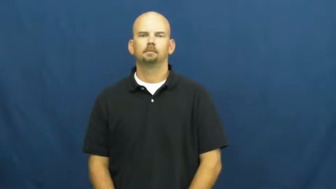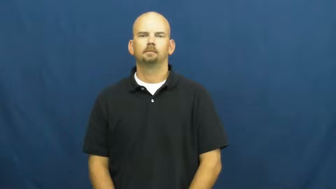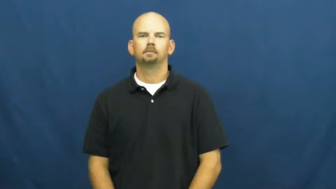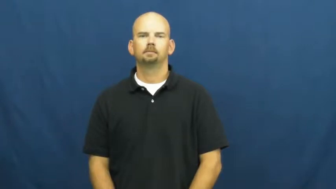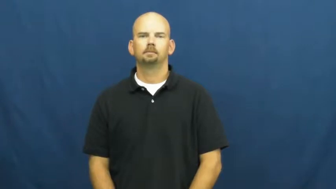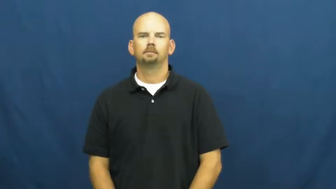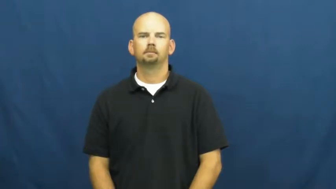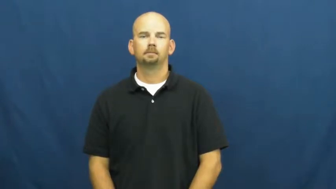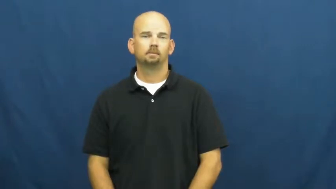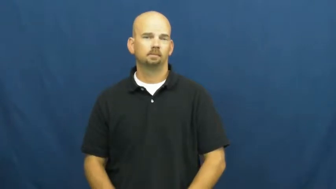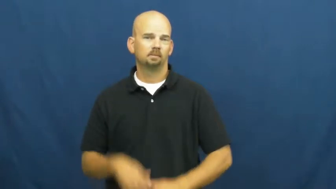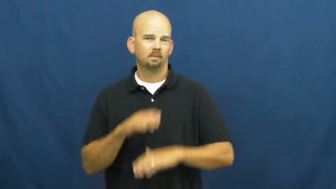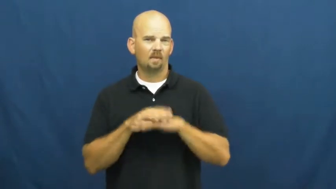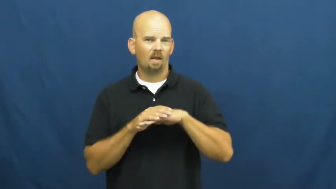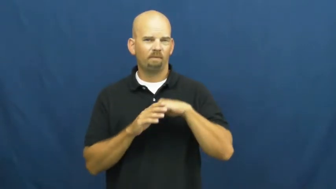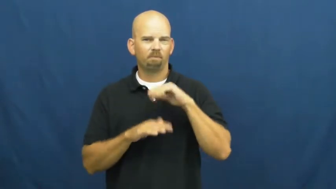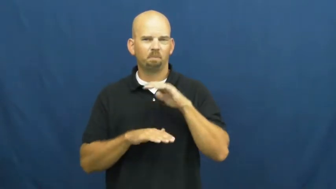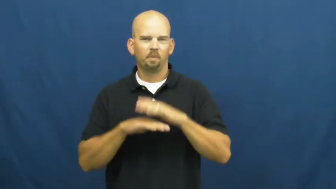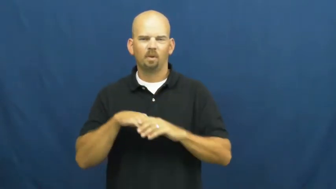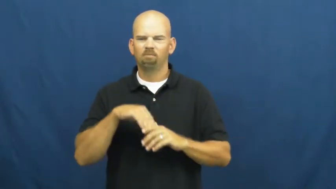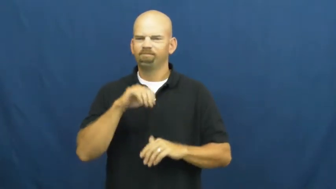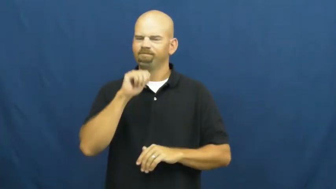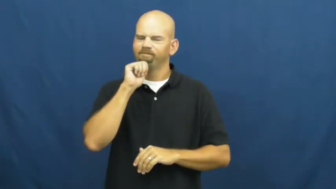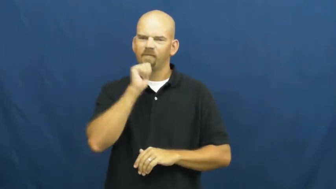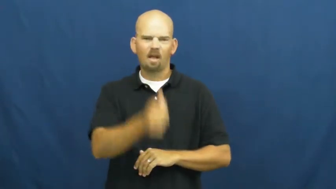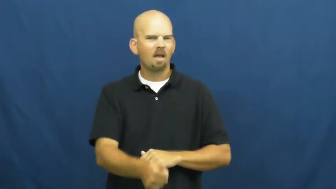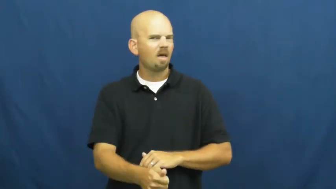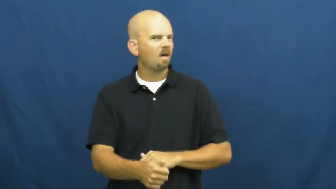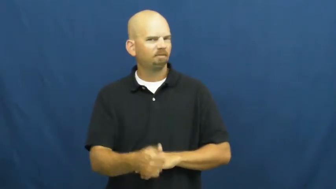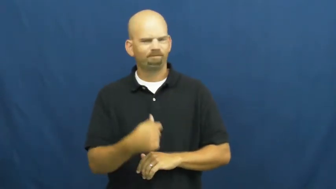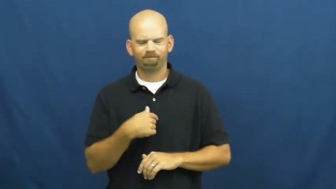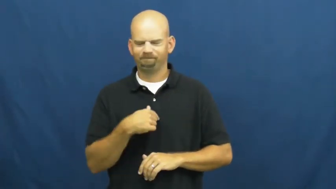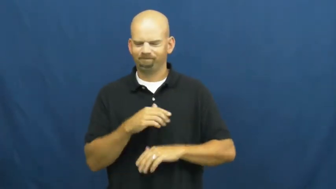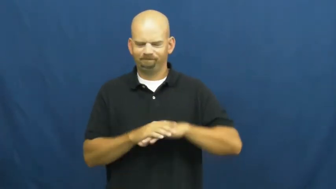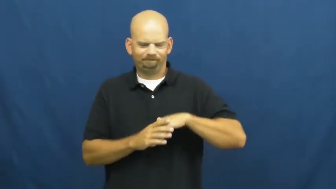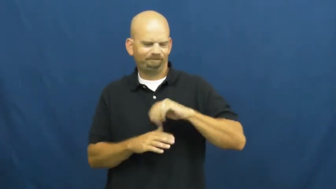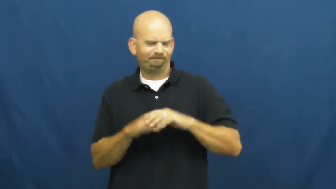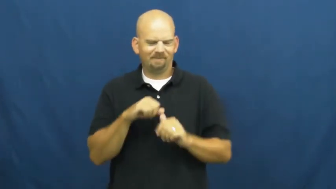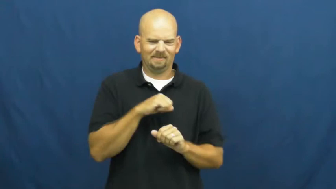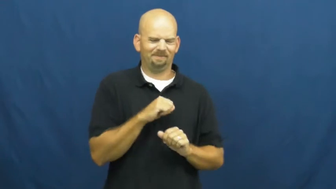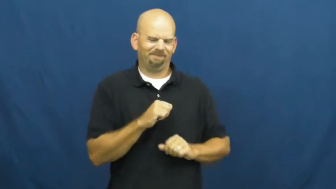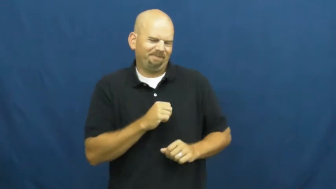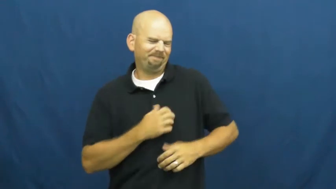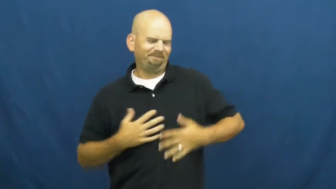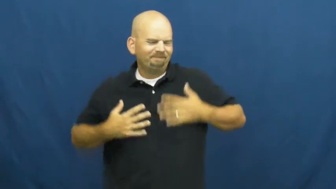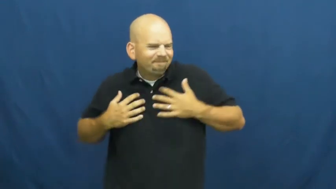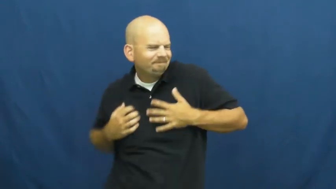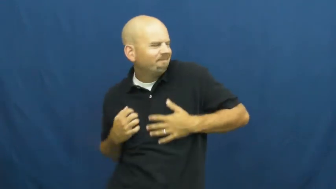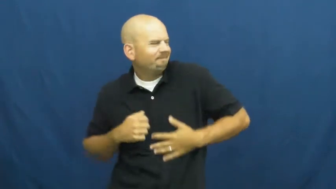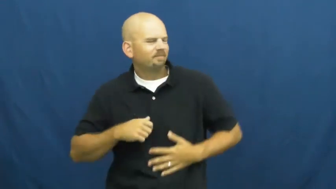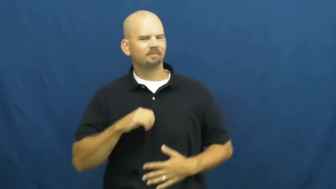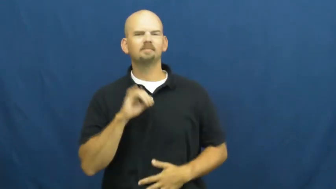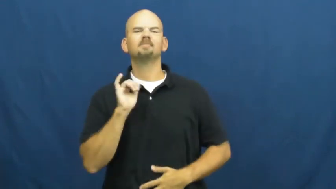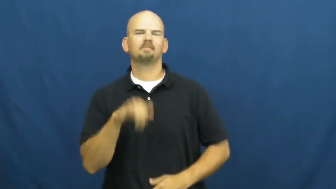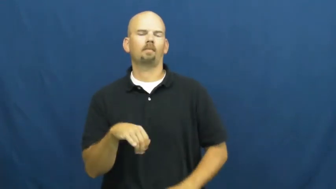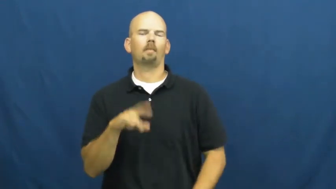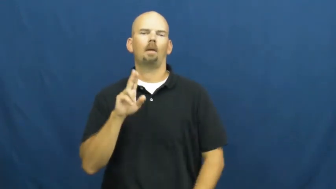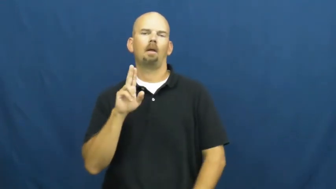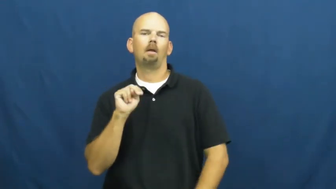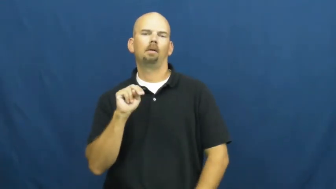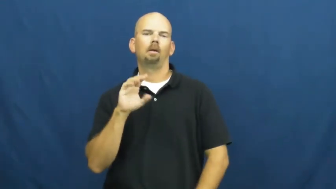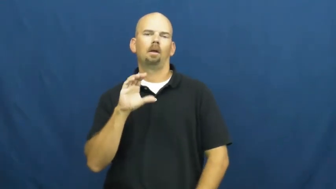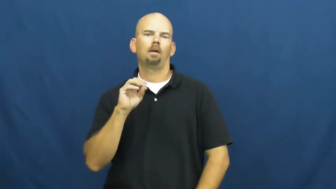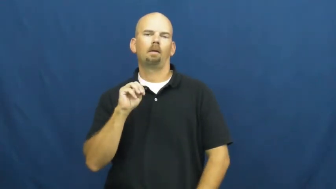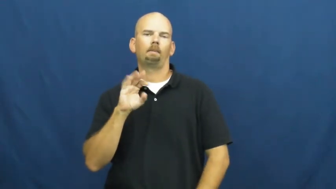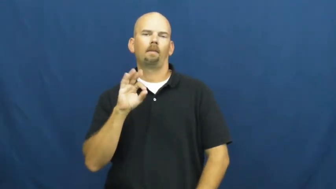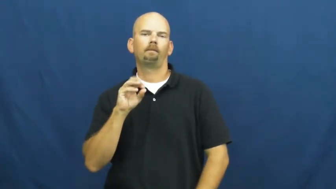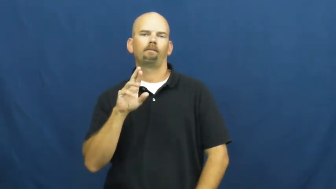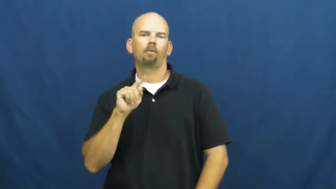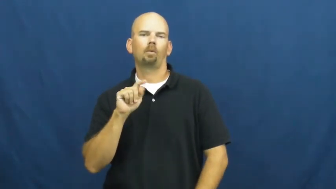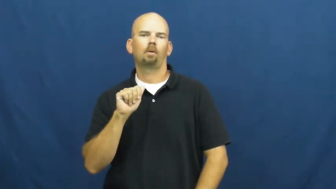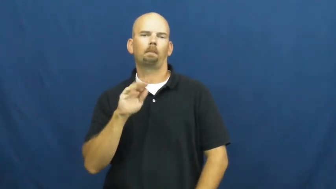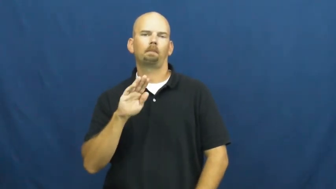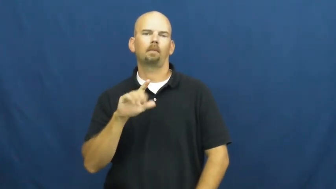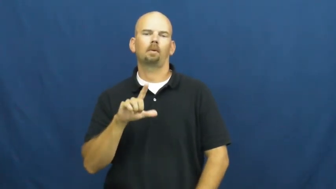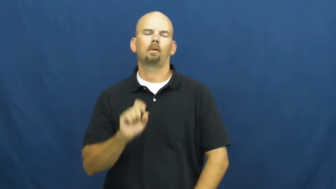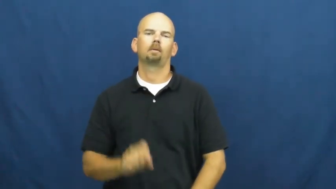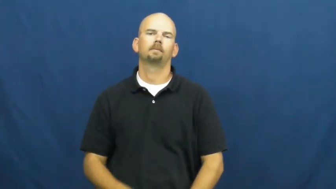uncomfortable